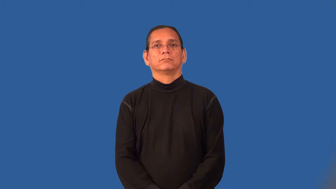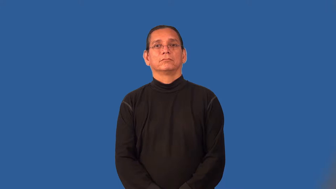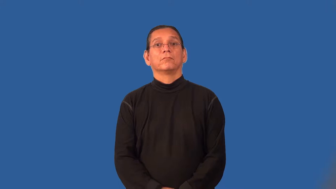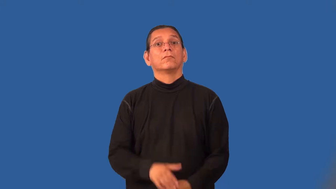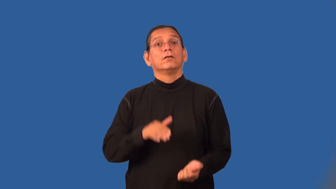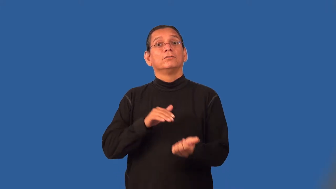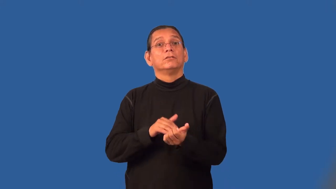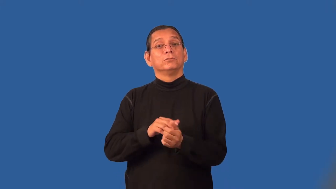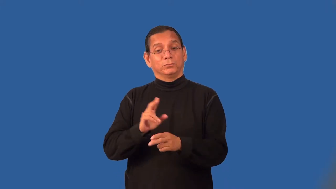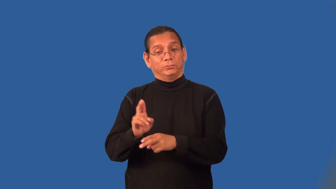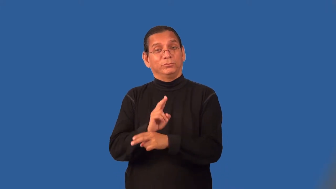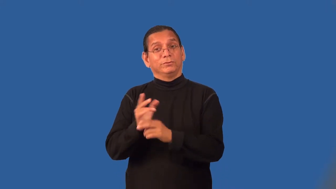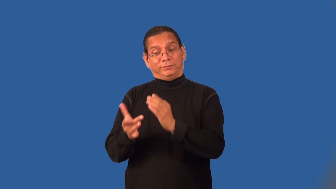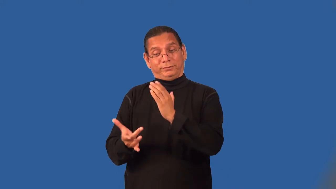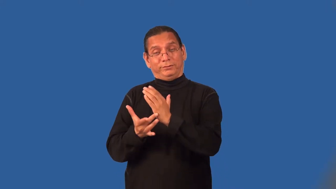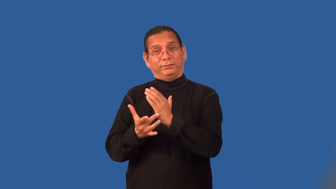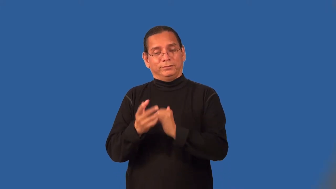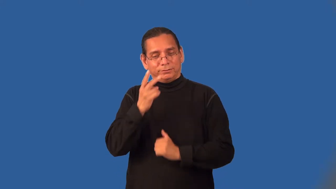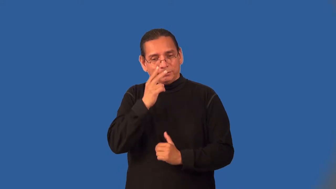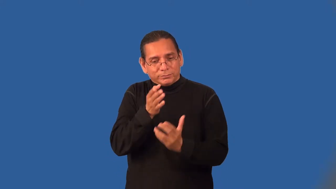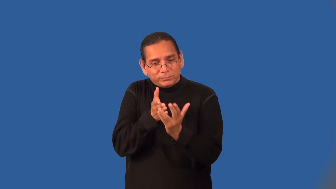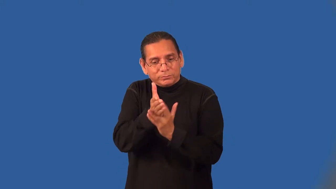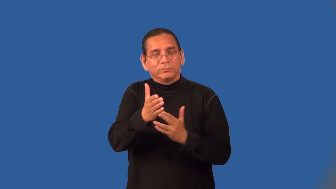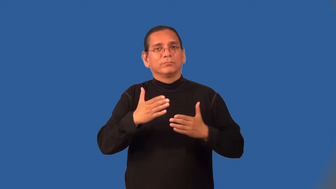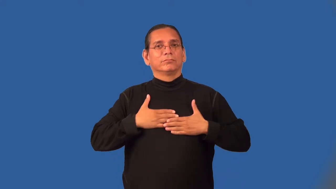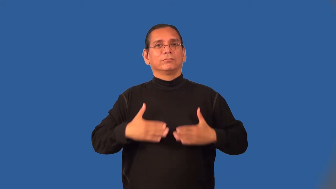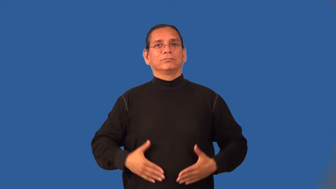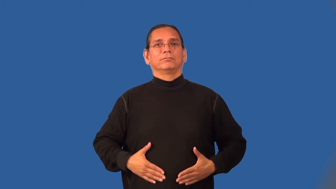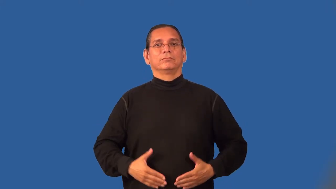radiologist